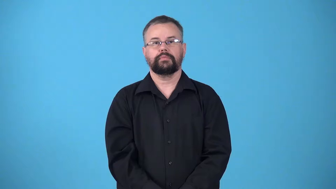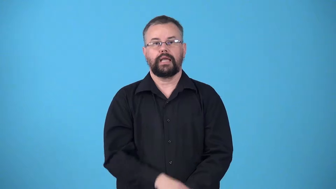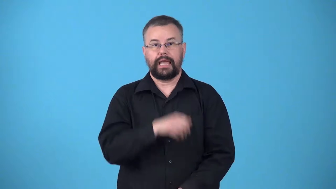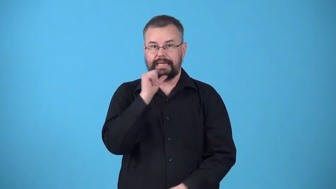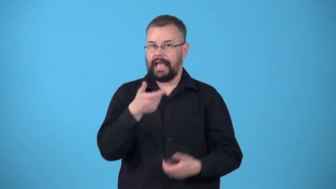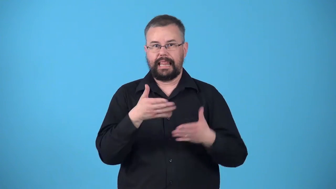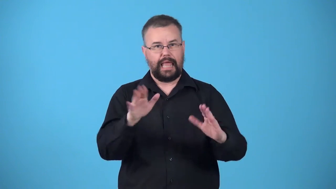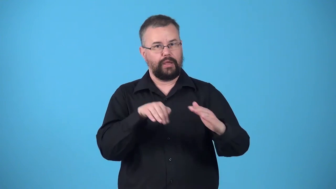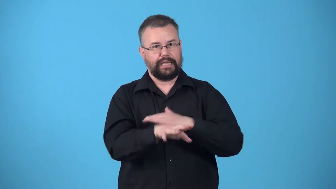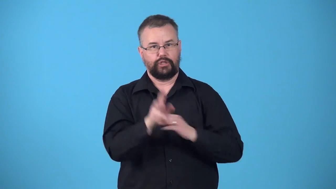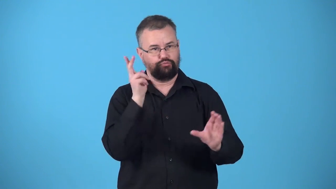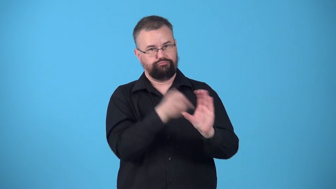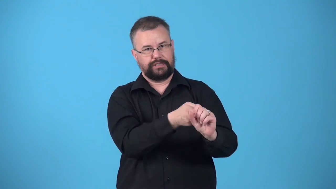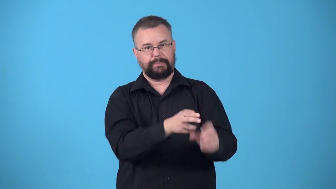uncleared-not allowed to enter or participate